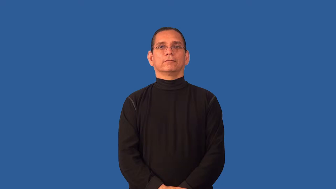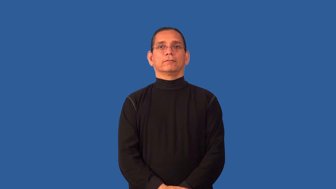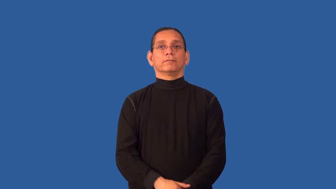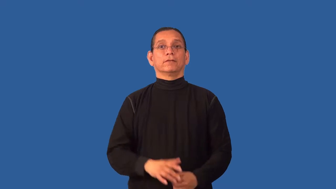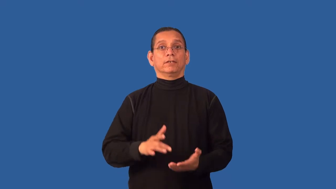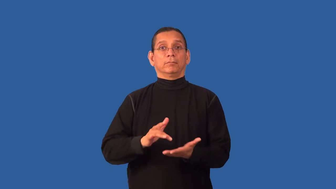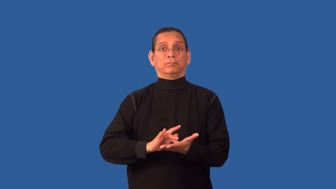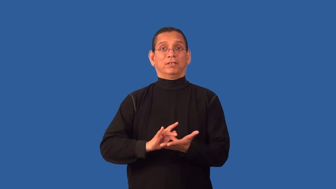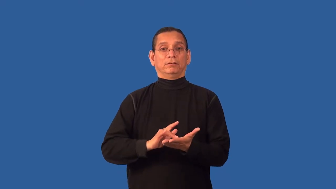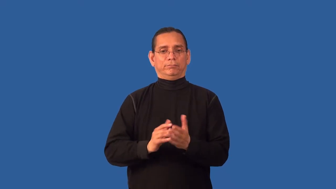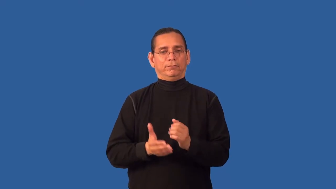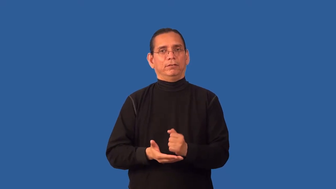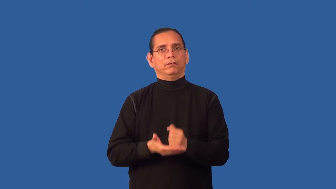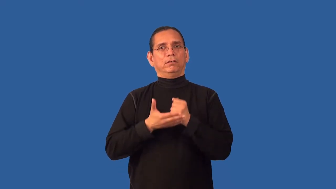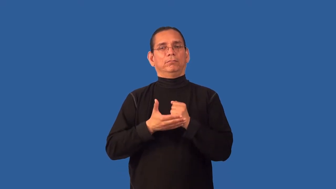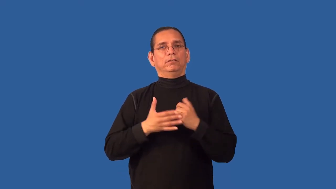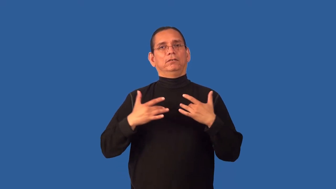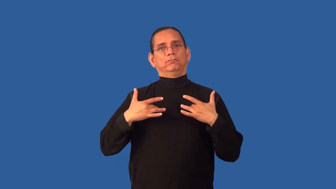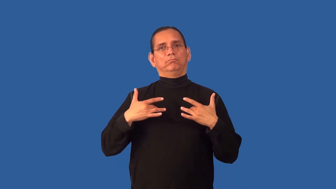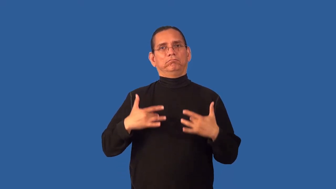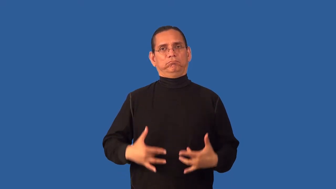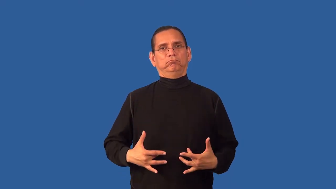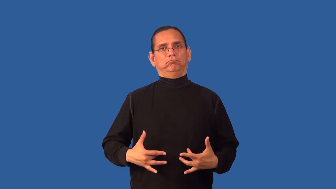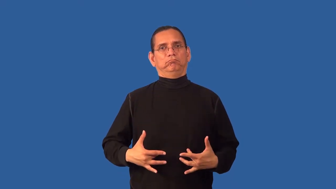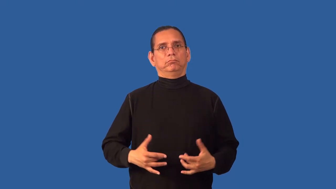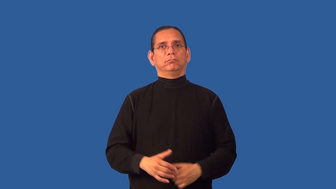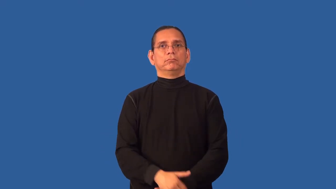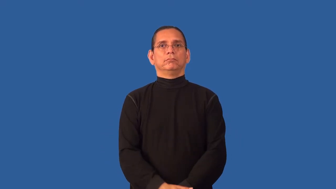antidepressant